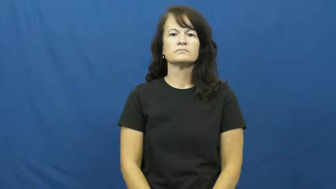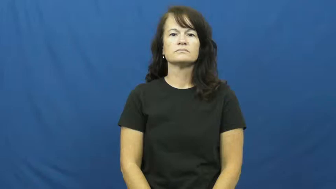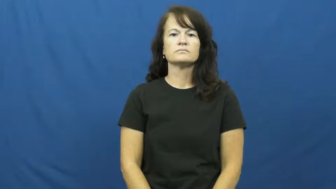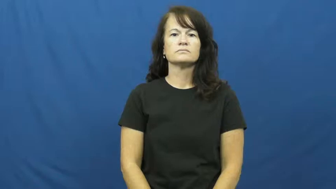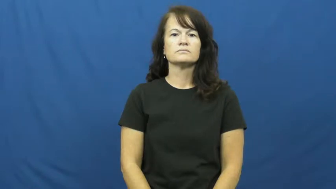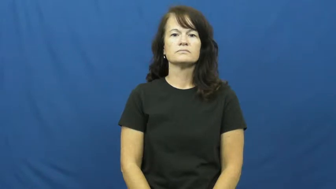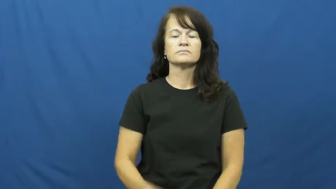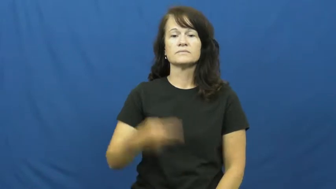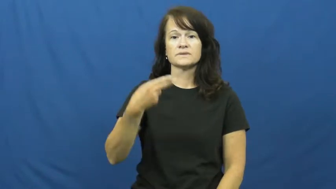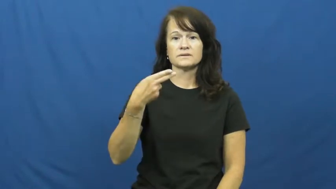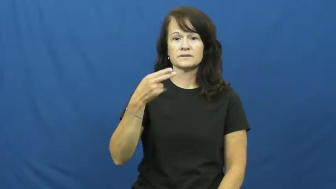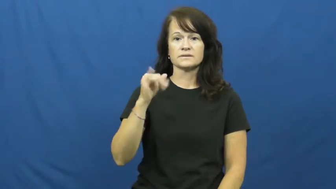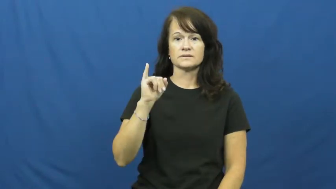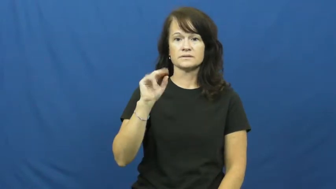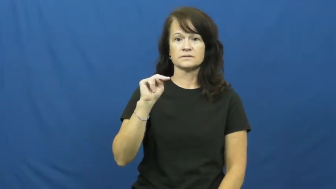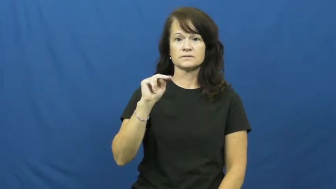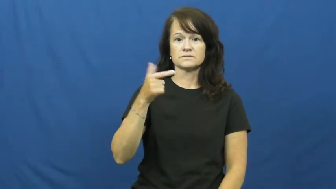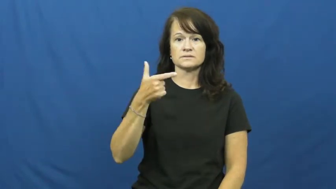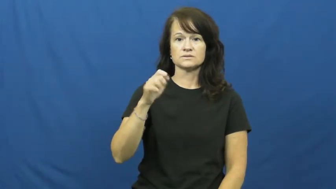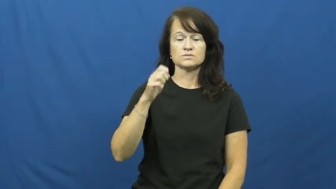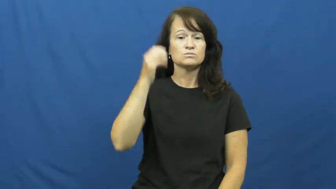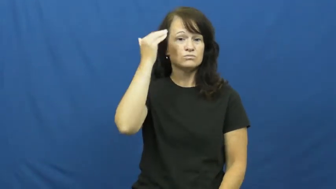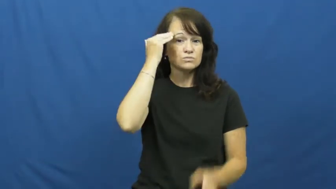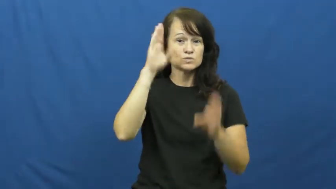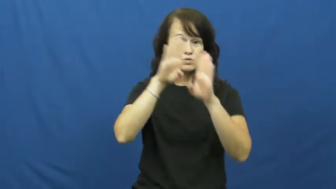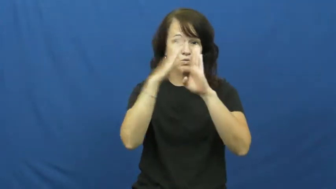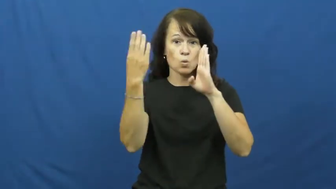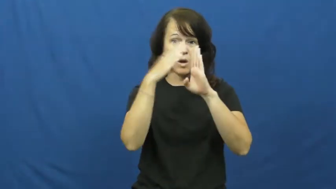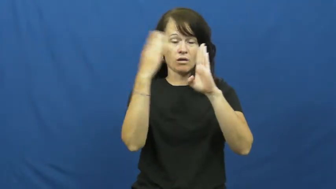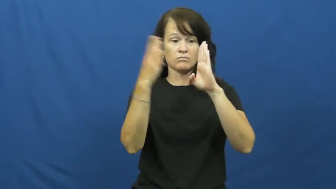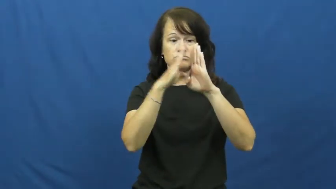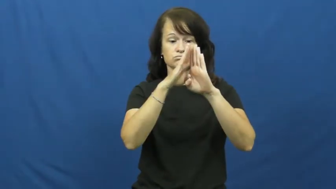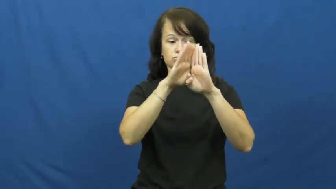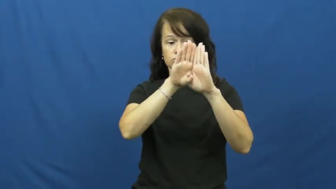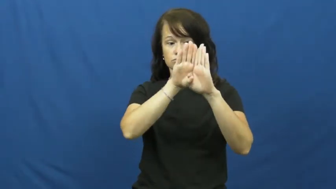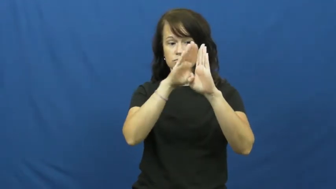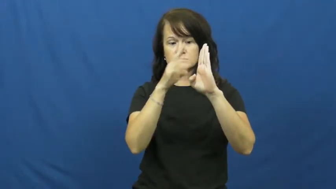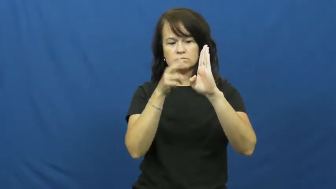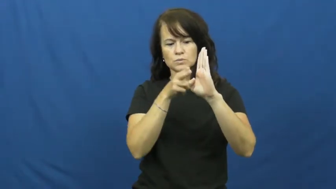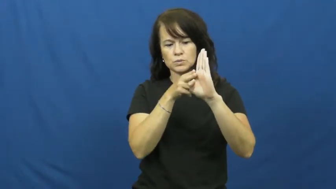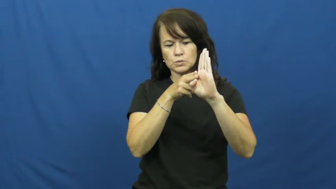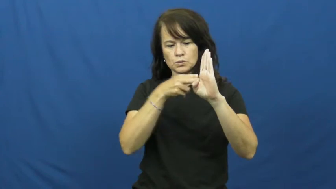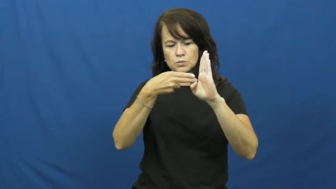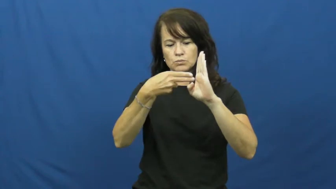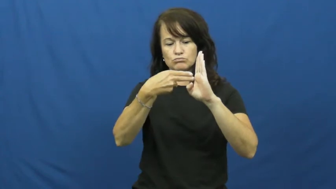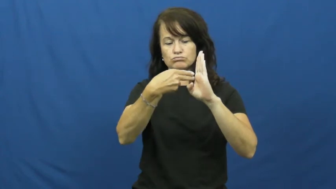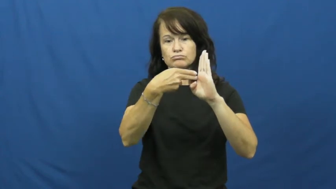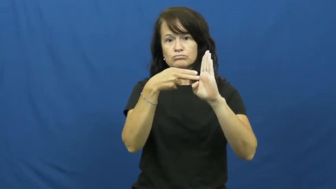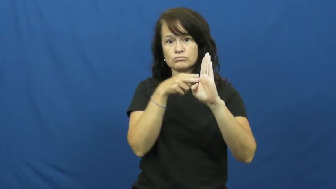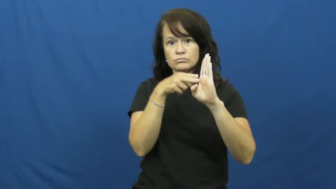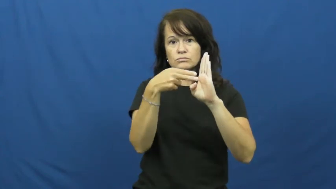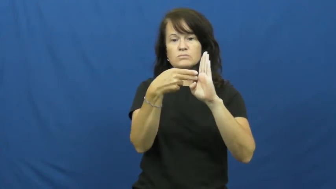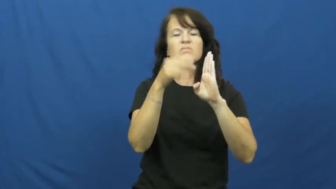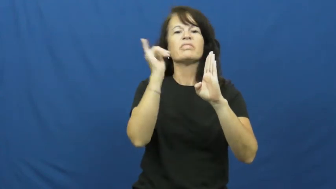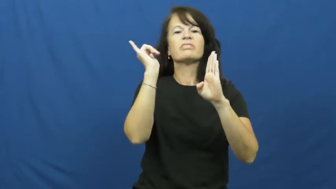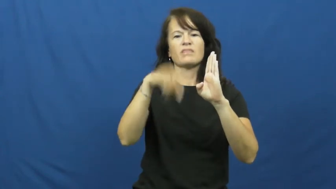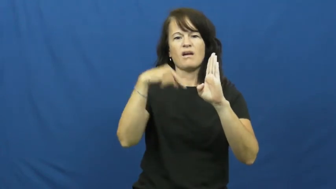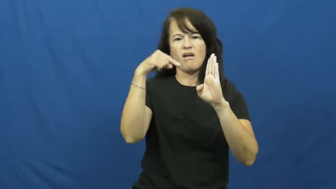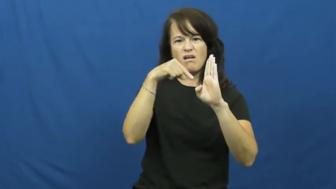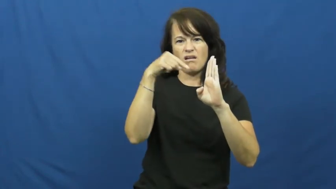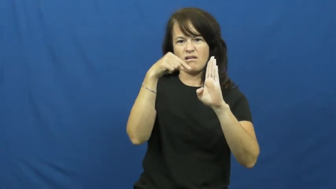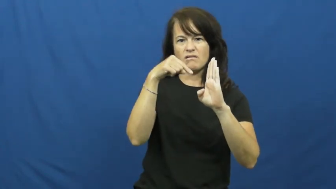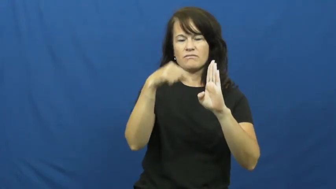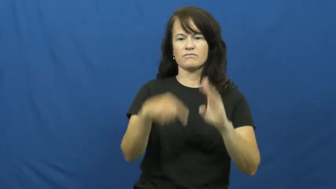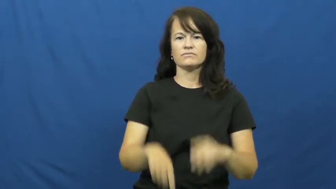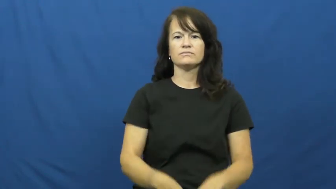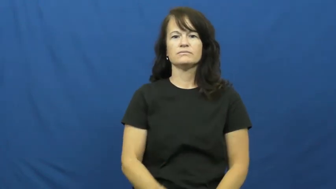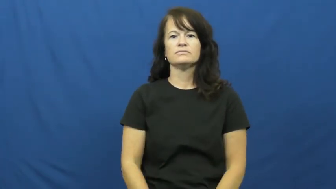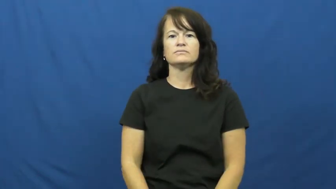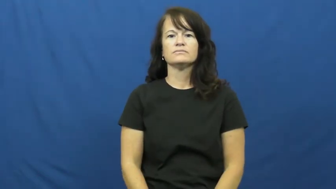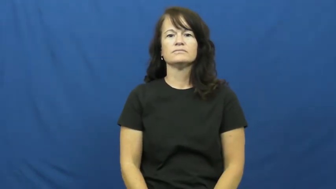hinge